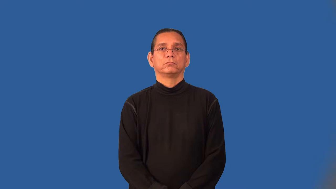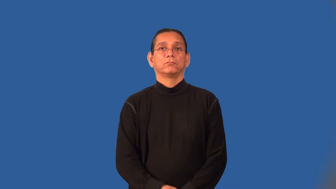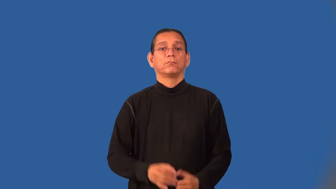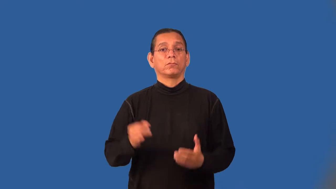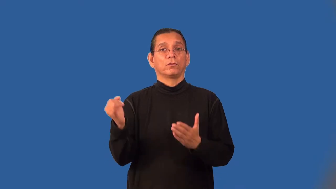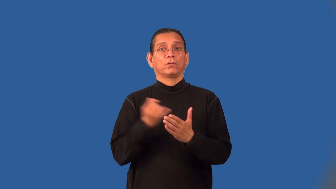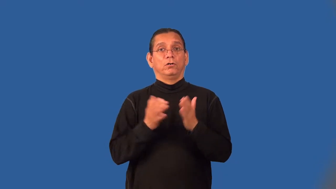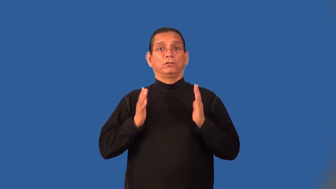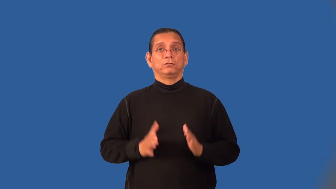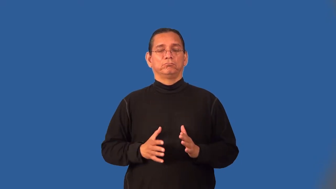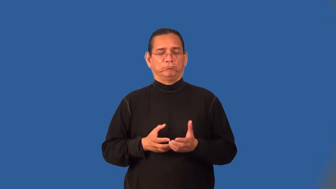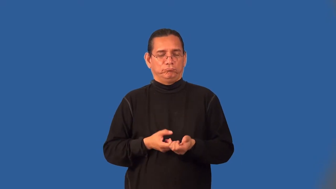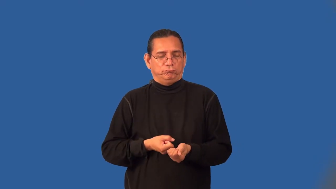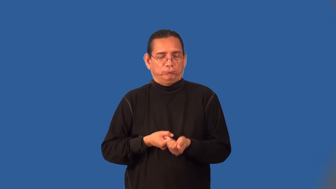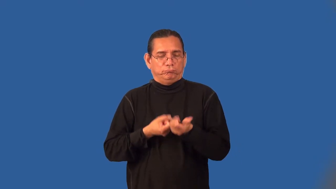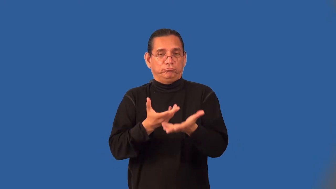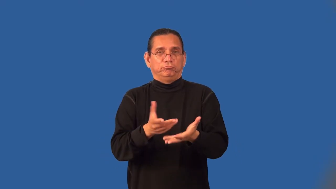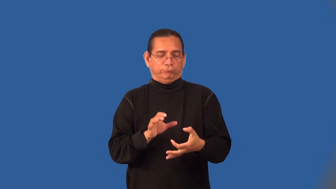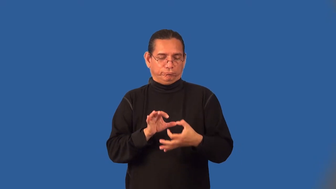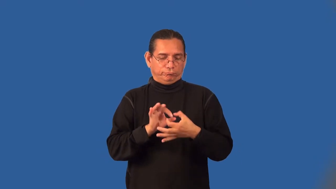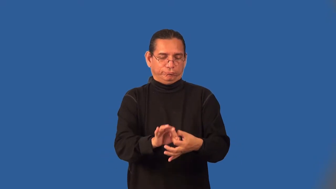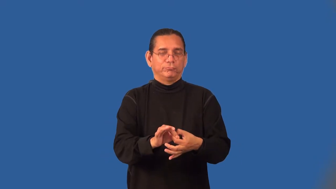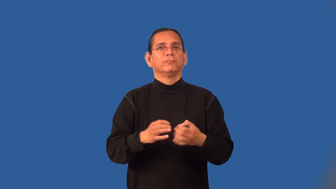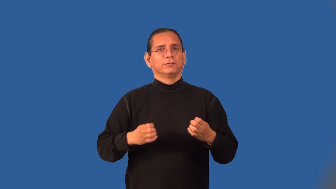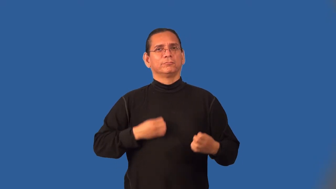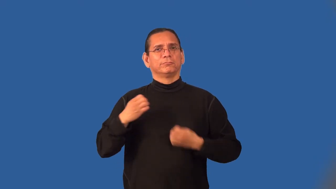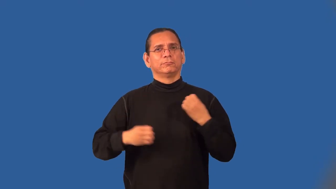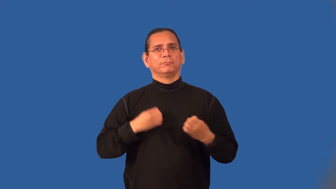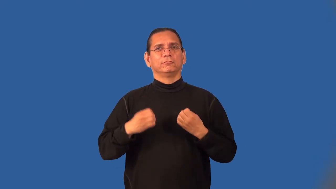expressionist